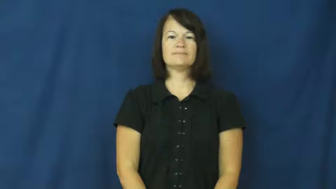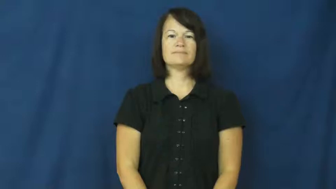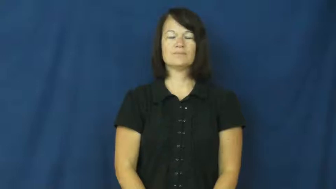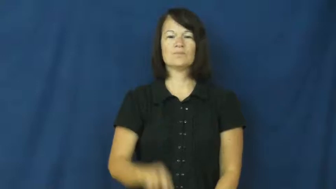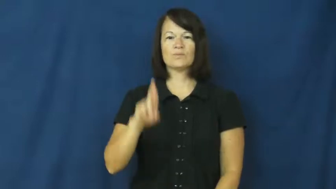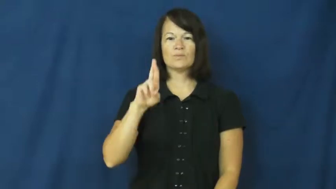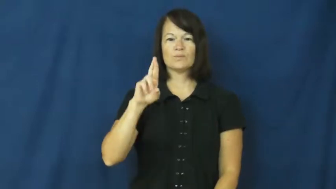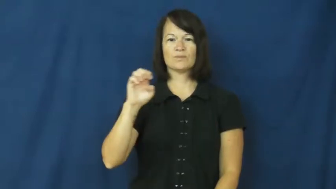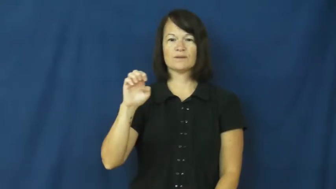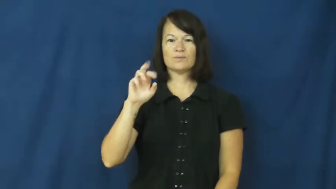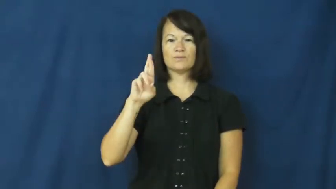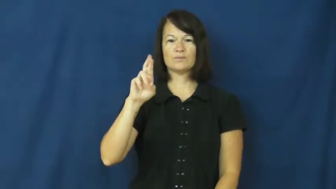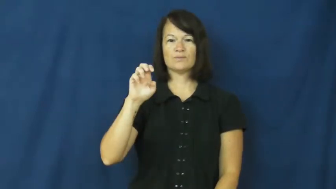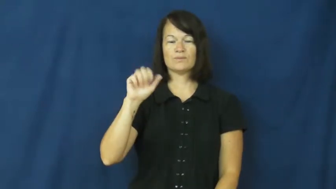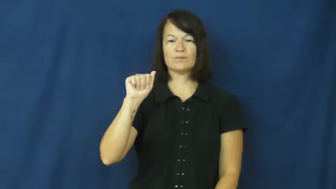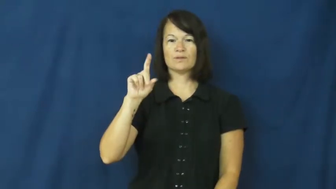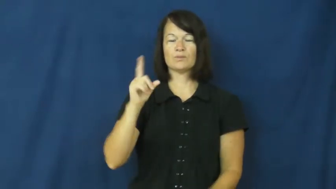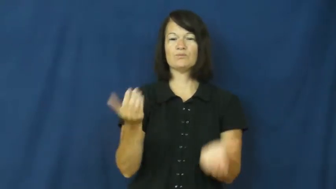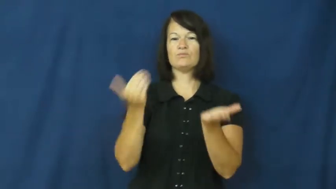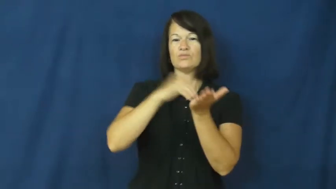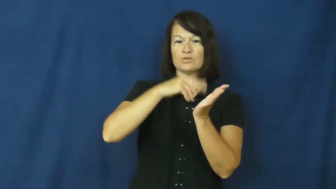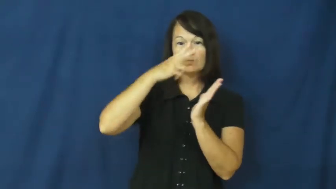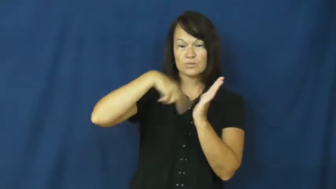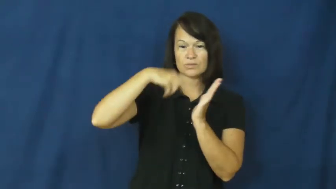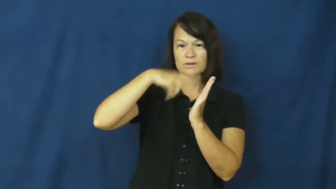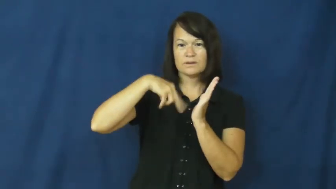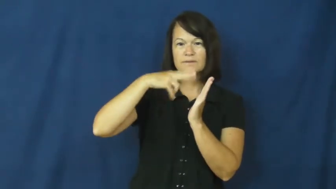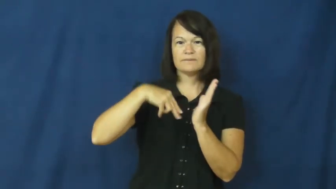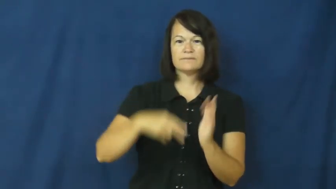reread